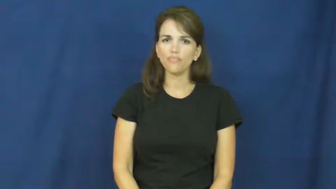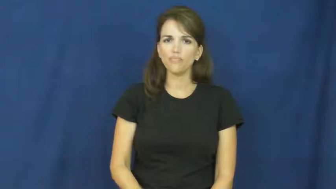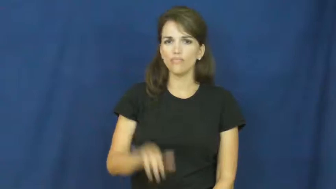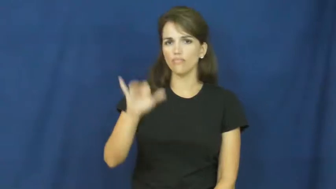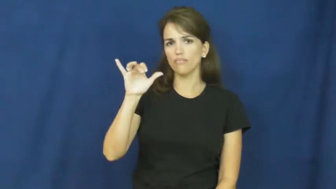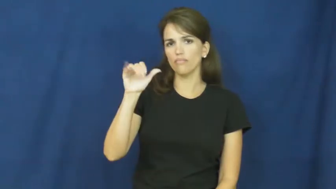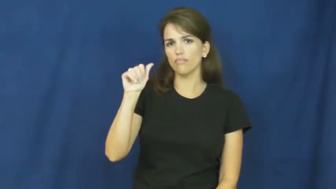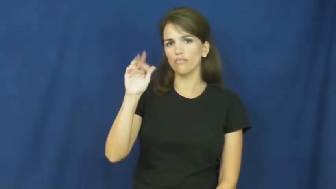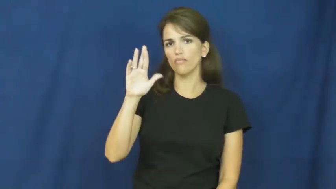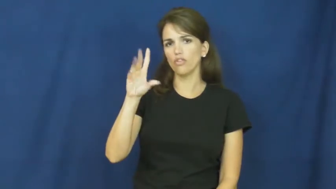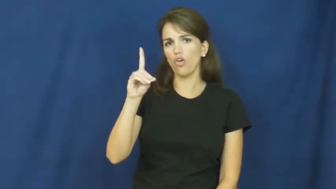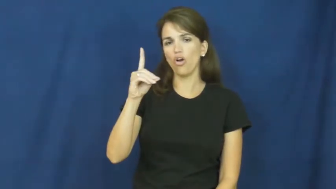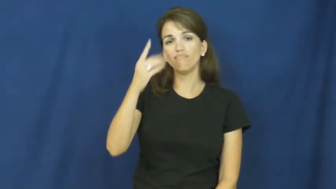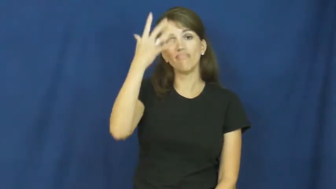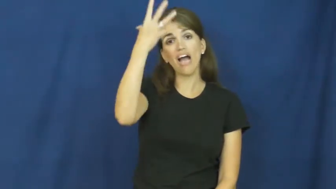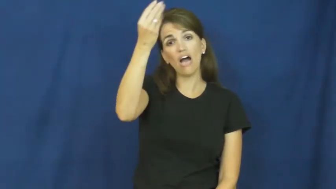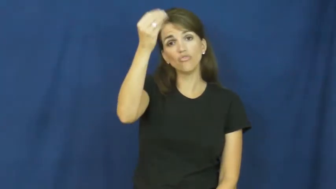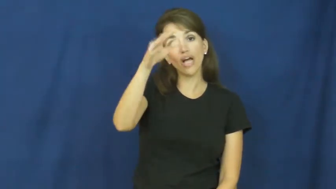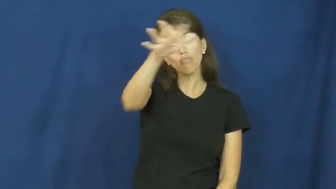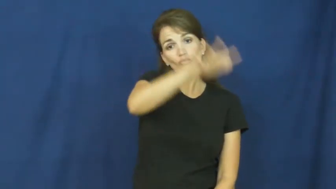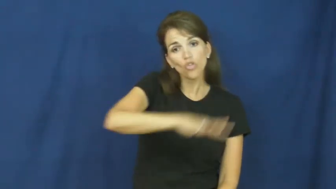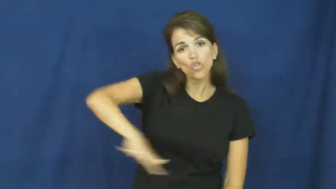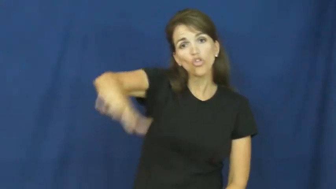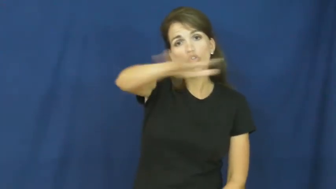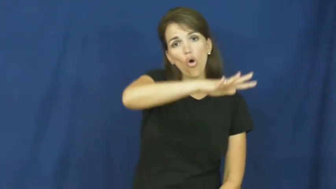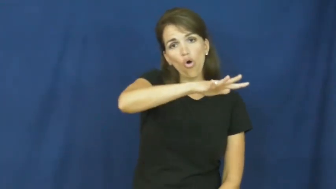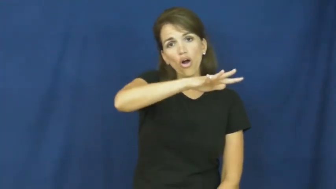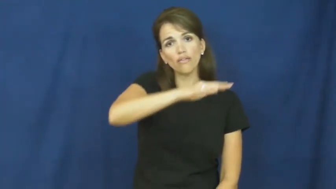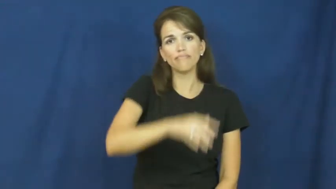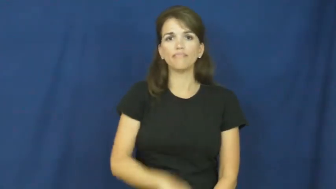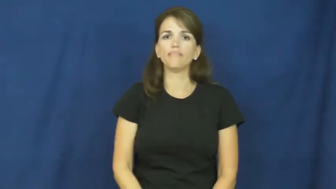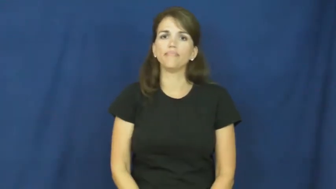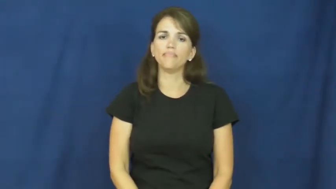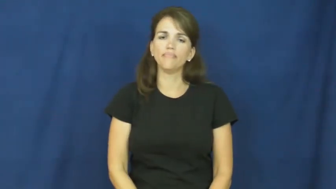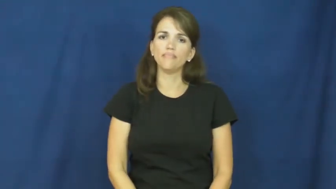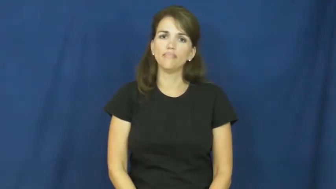yard-ground